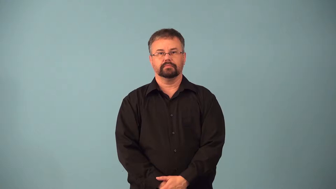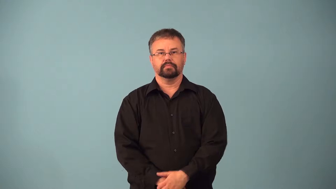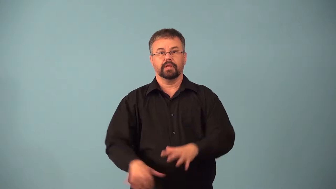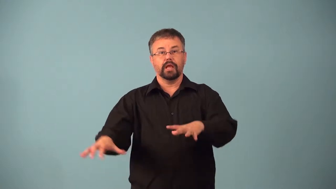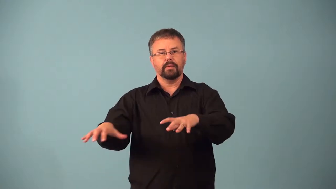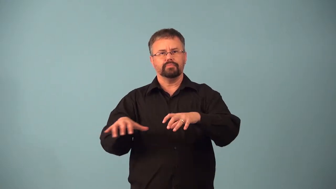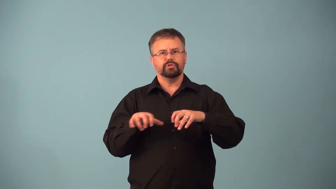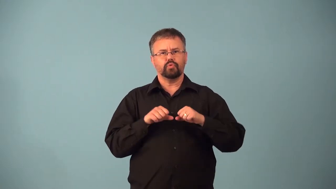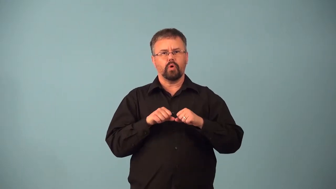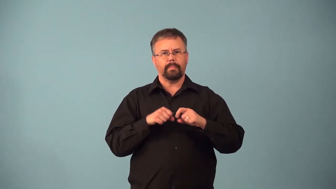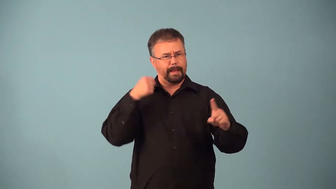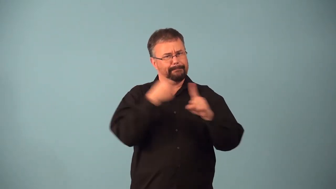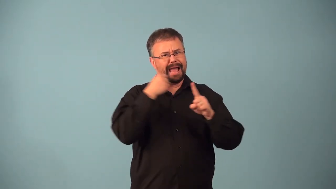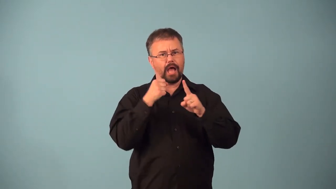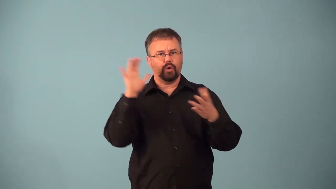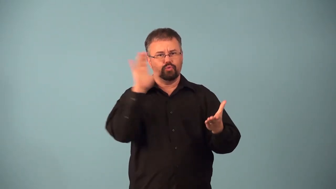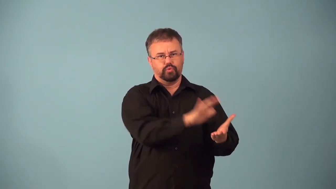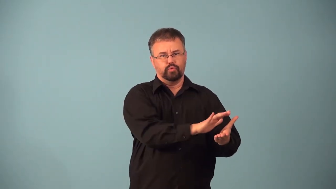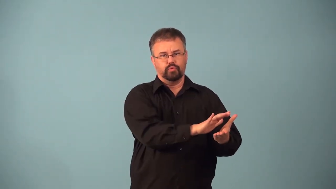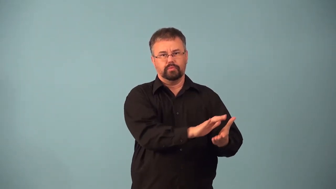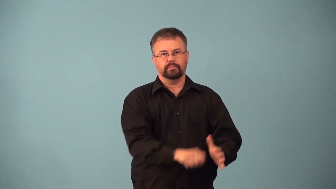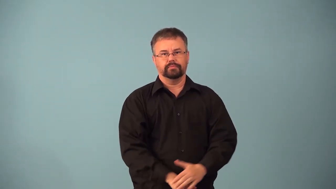absorb-make changes to reduce damage